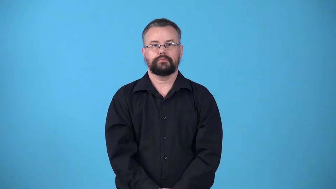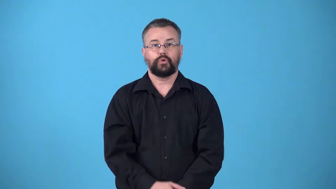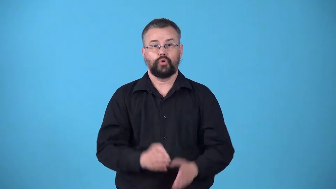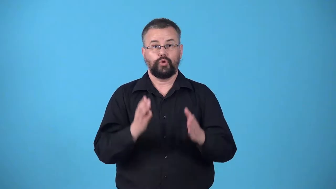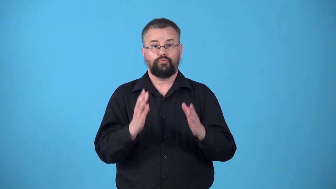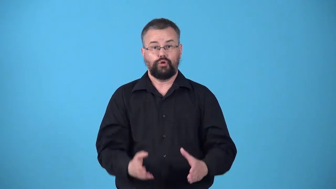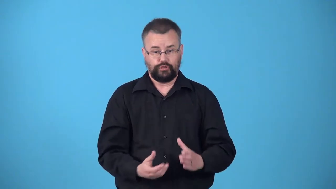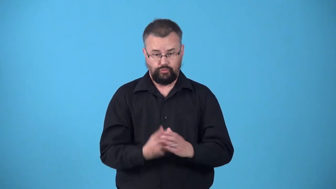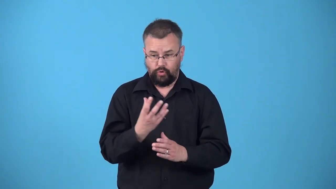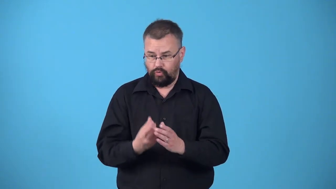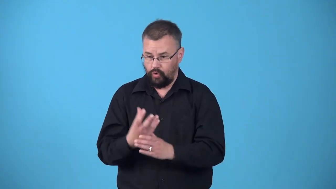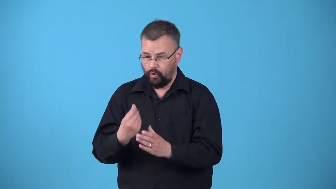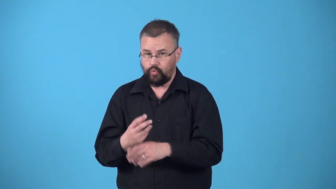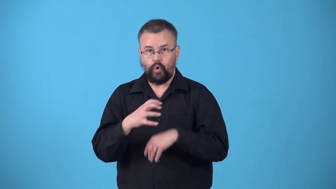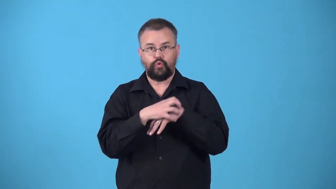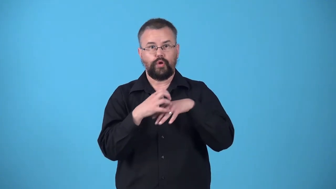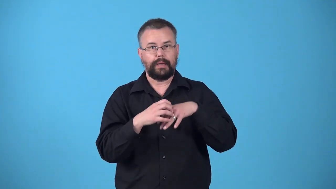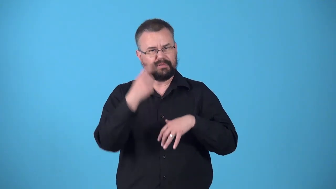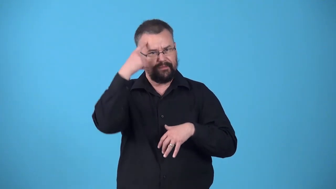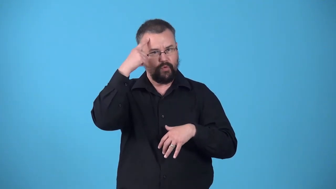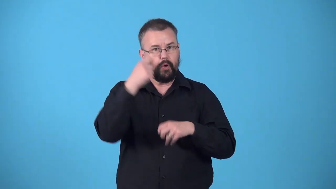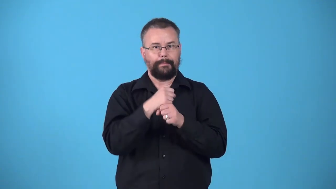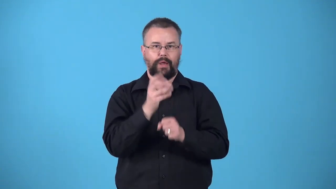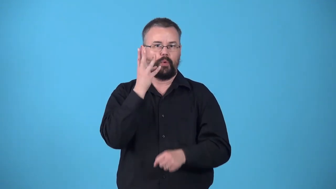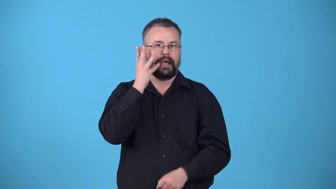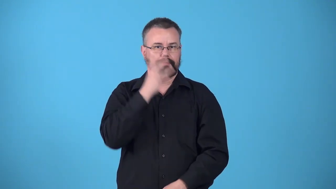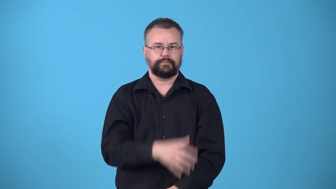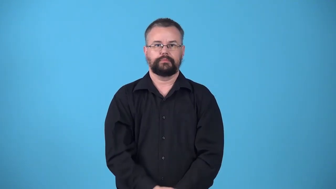winegrower